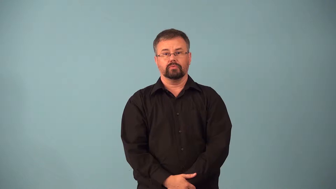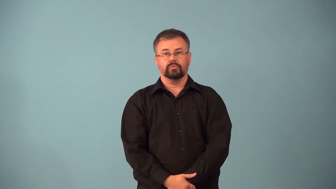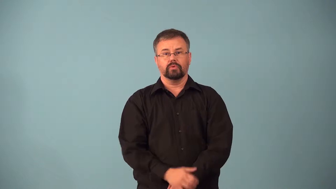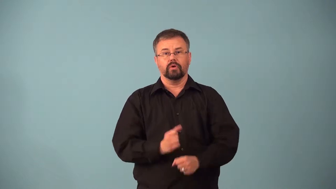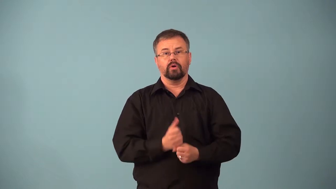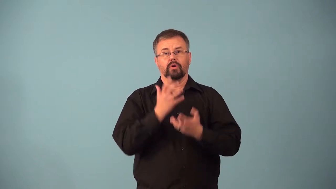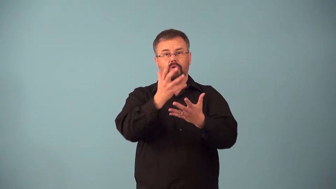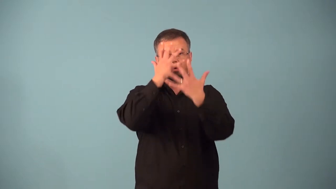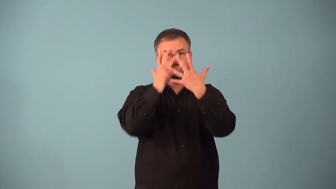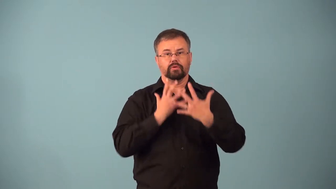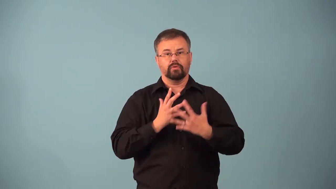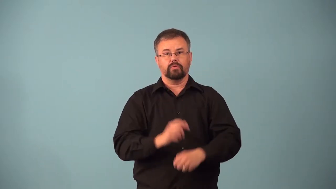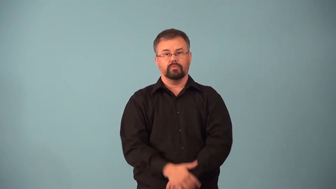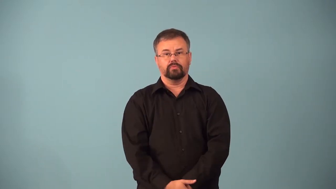aggrieve-cause sorrow